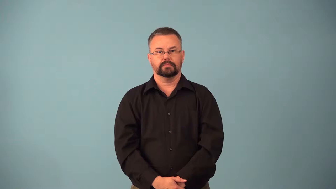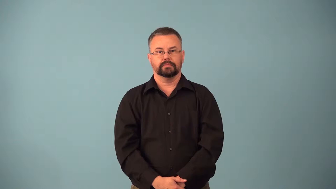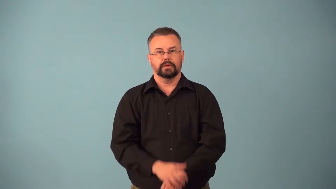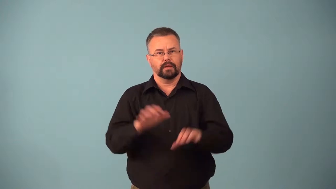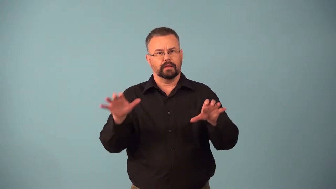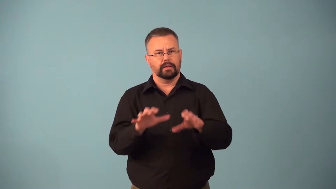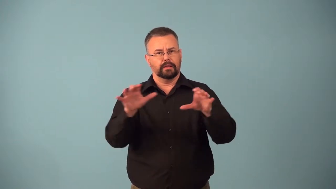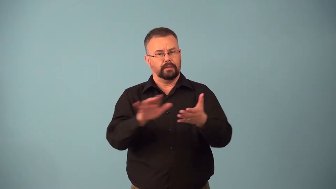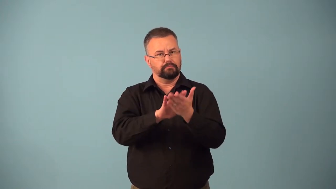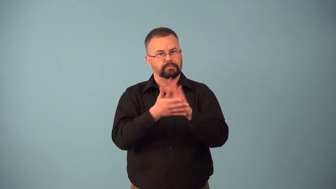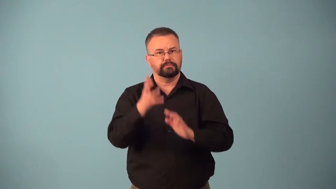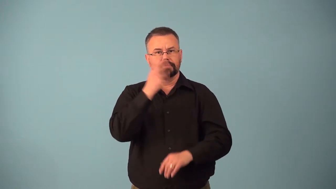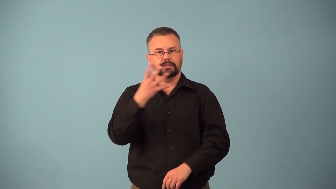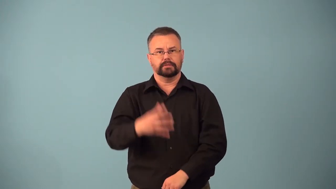beautification,beautify